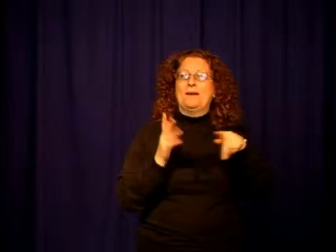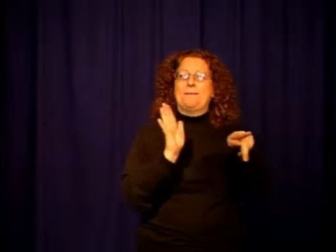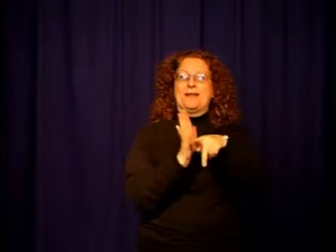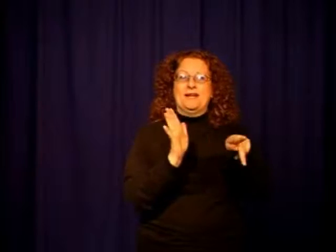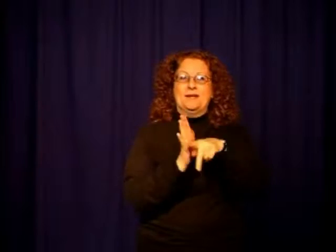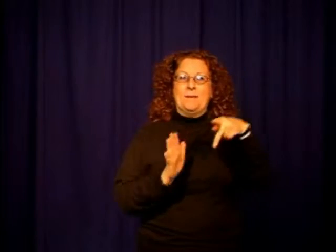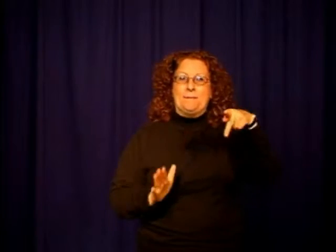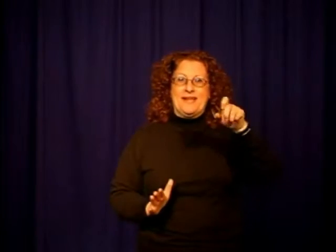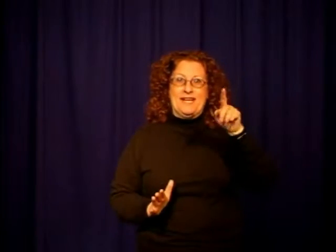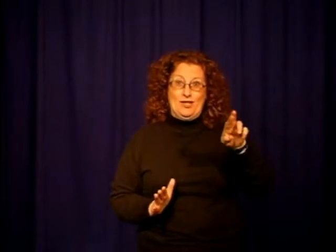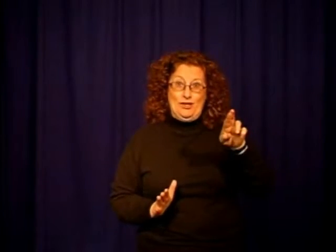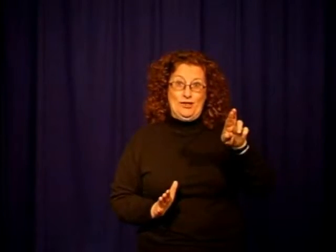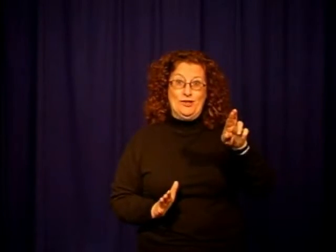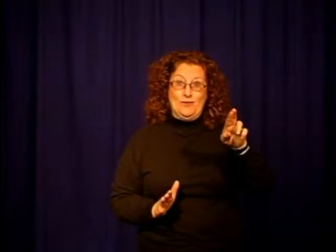Peter Rabbit